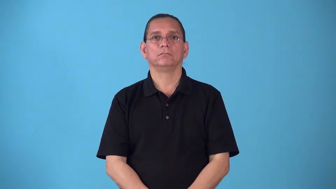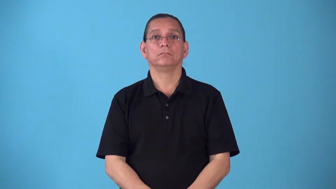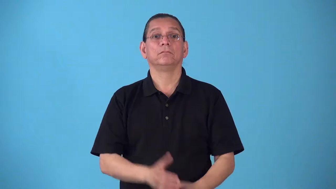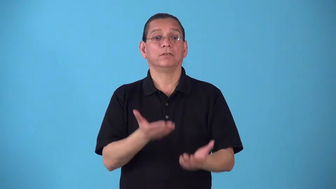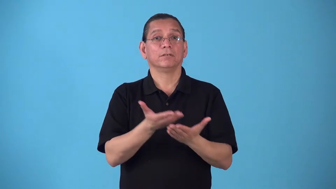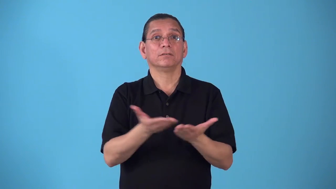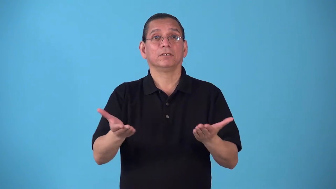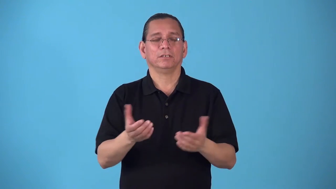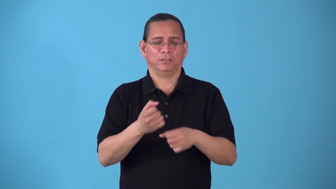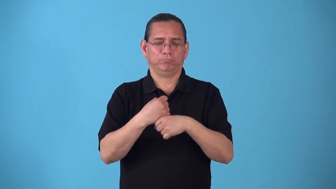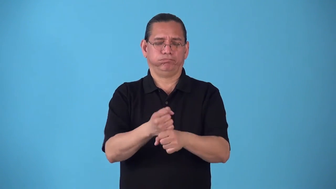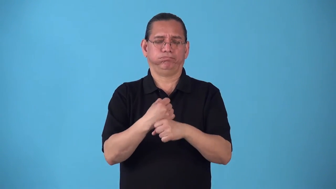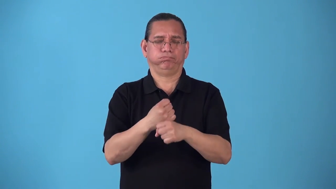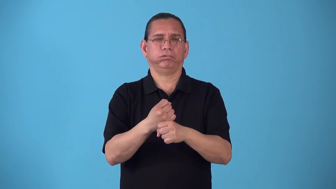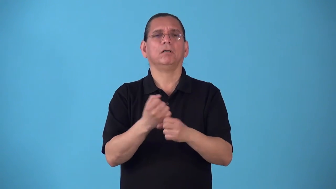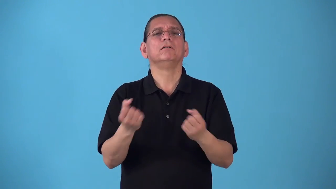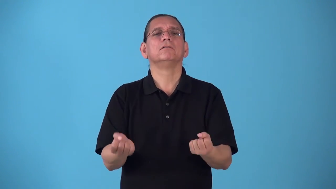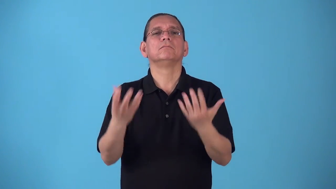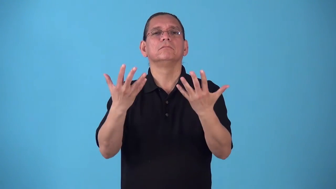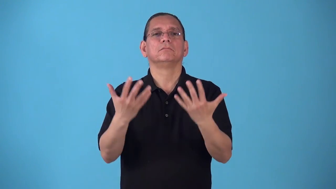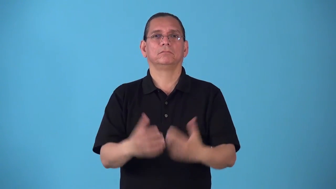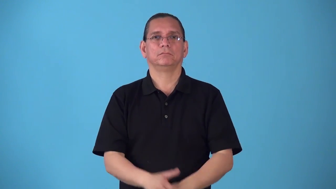run-of a product